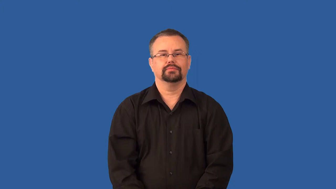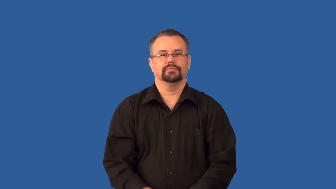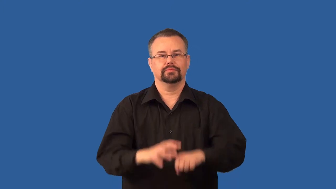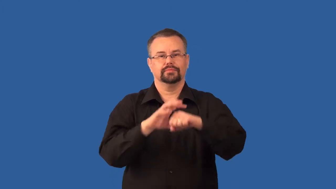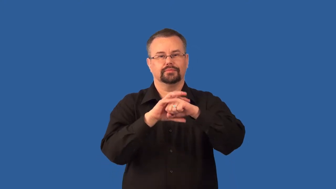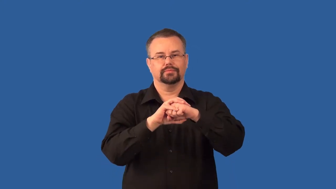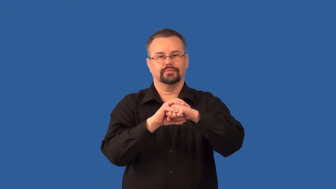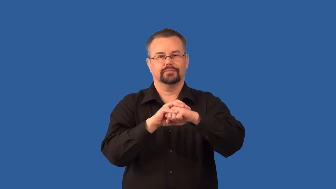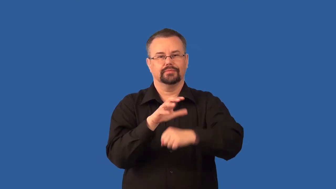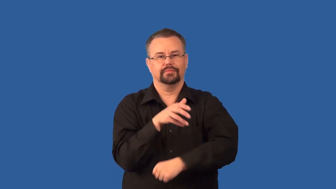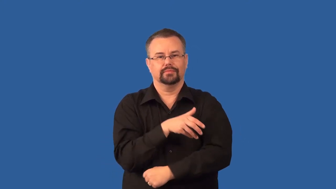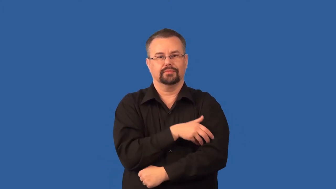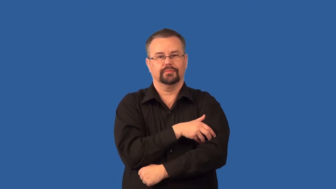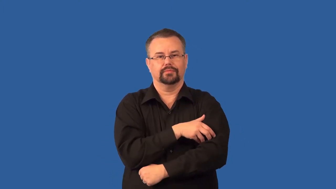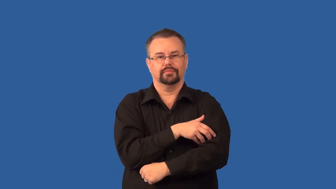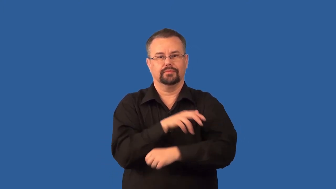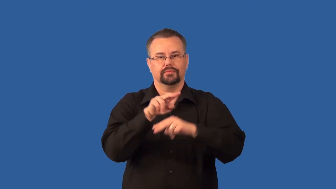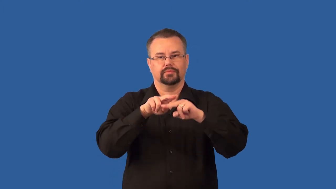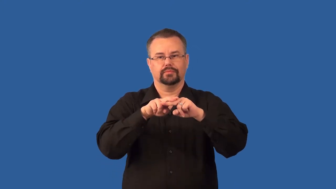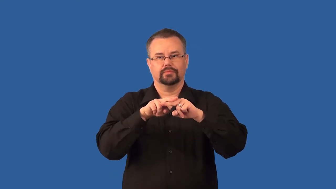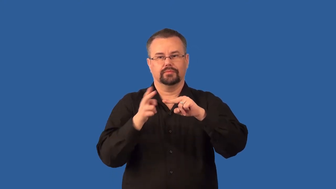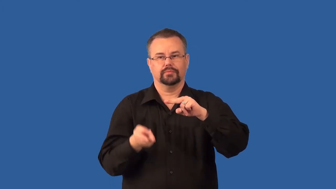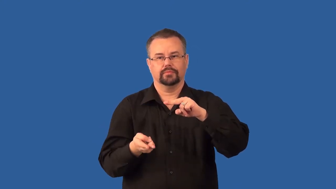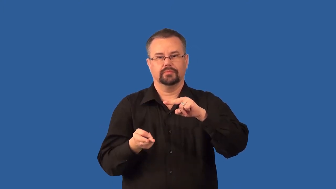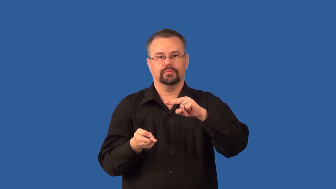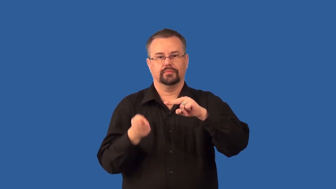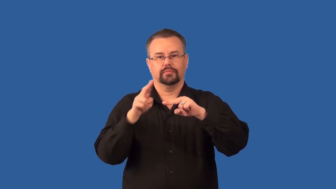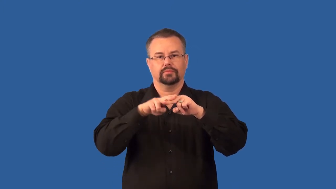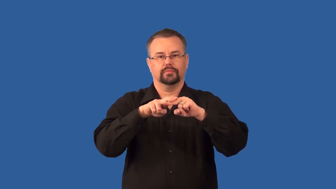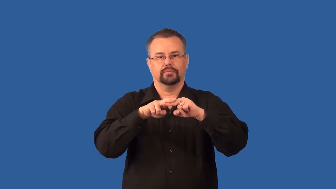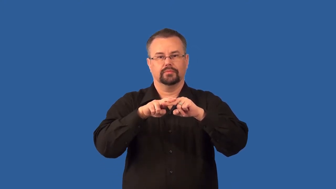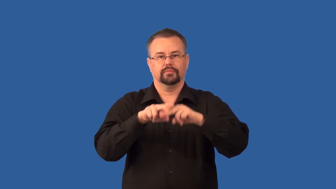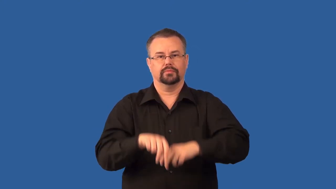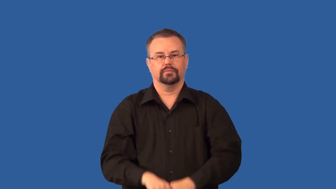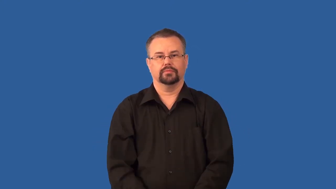valence